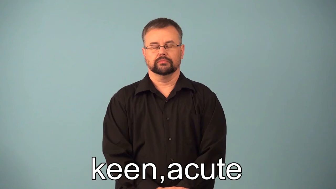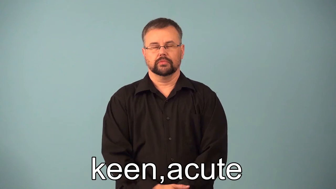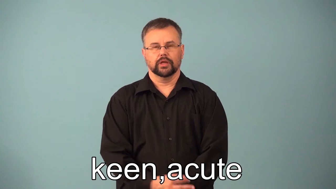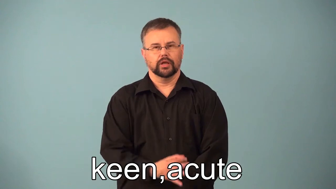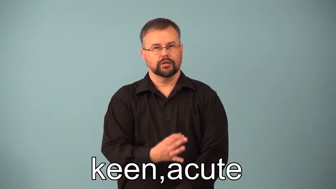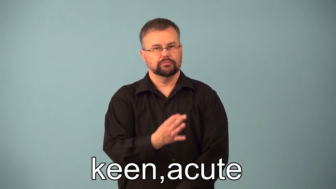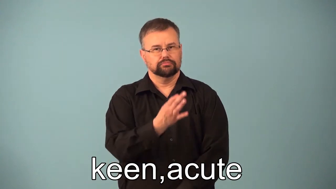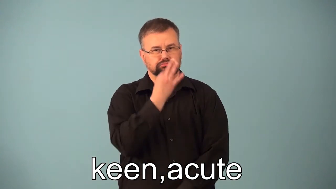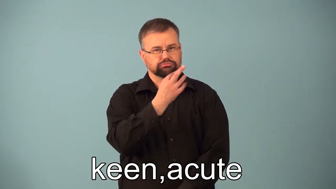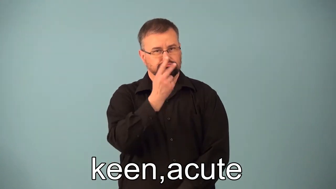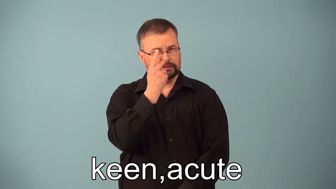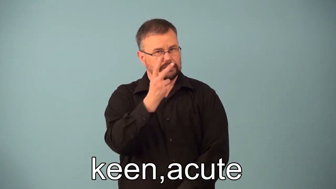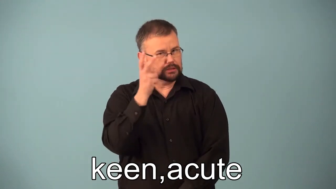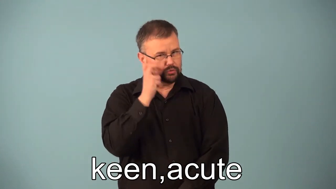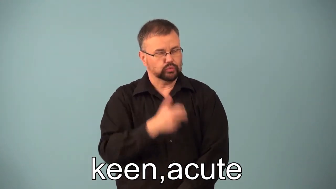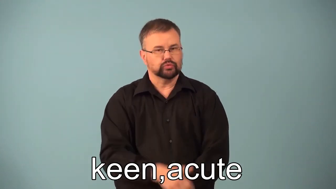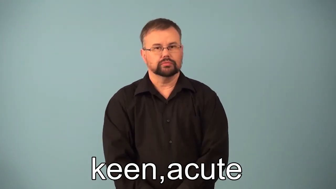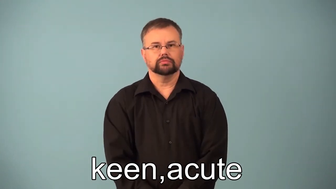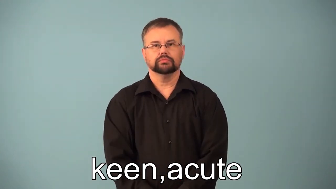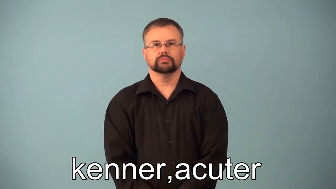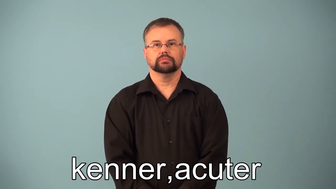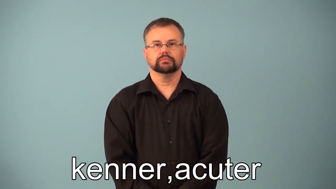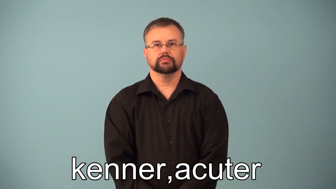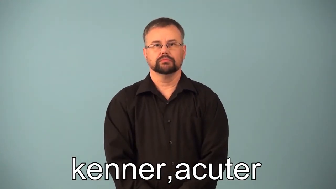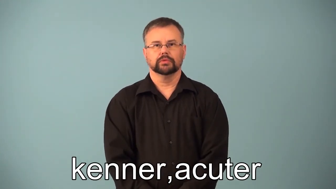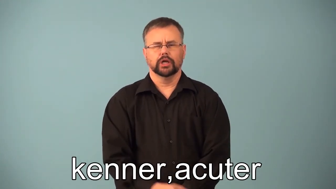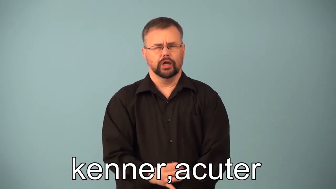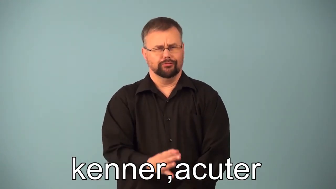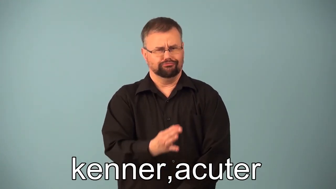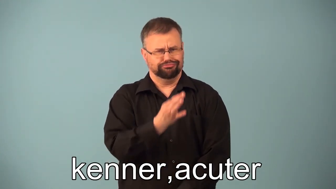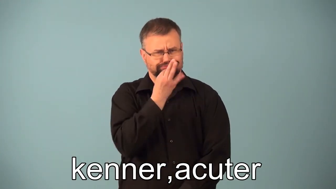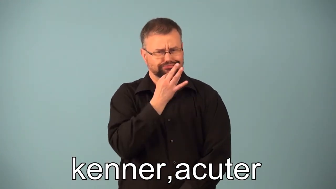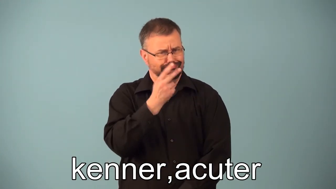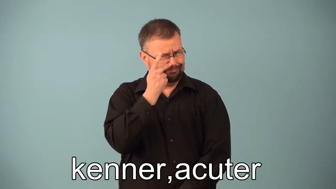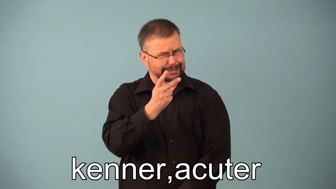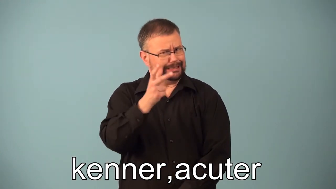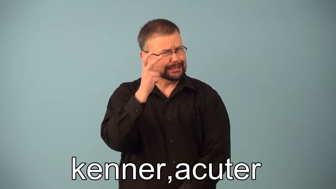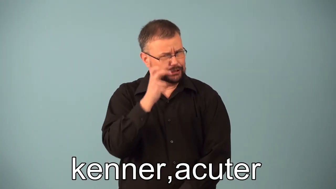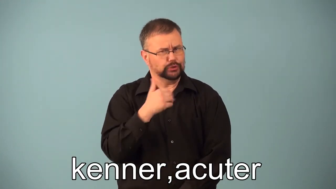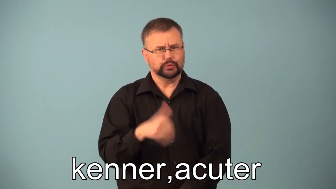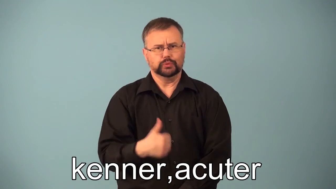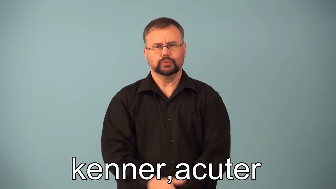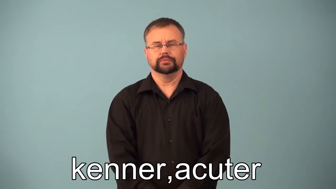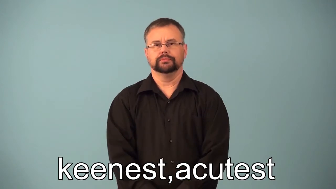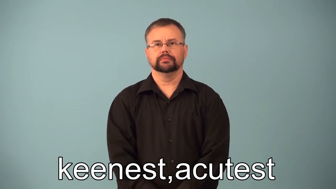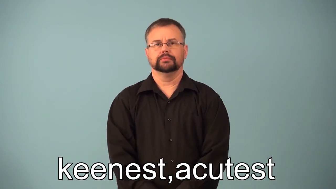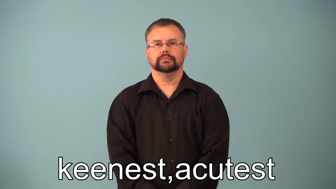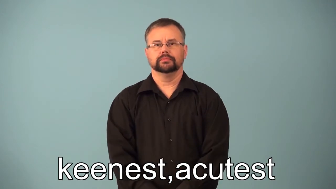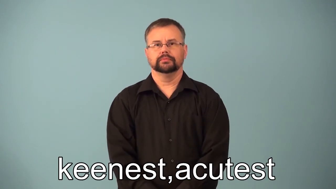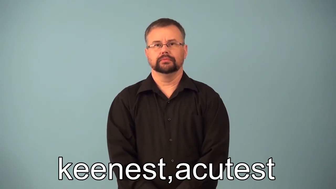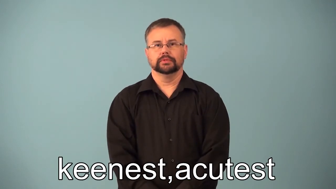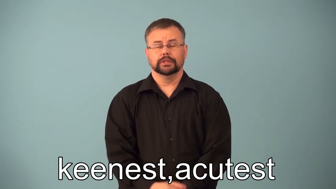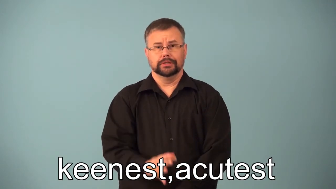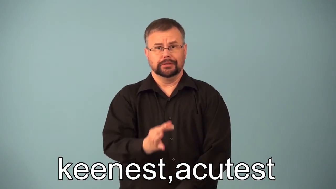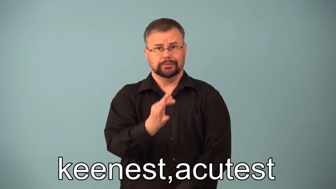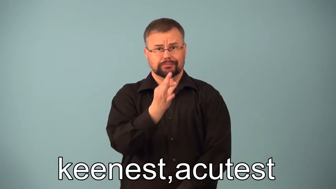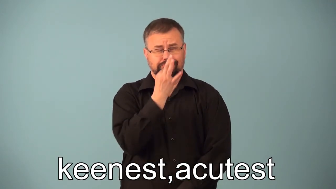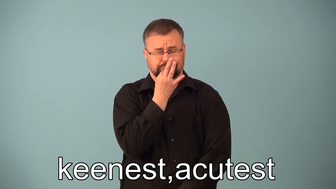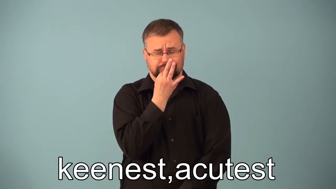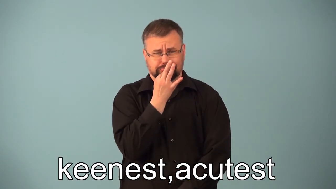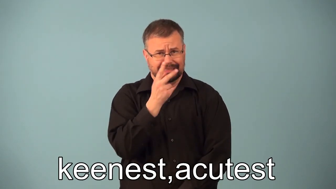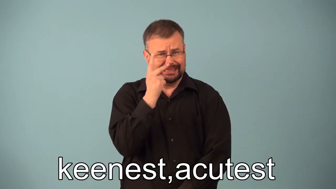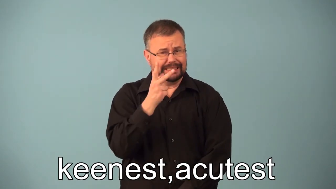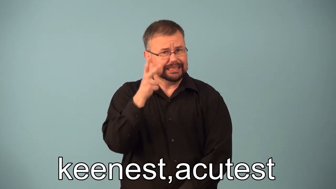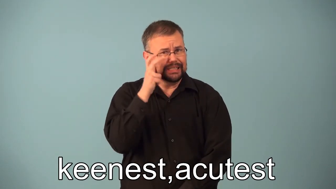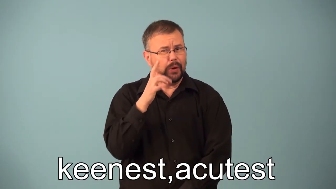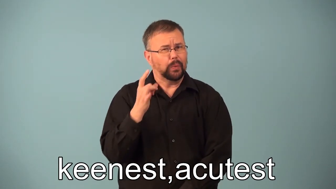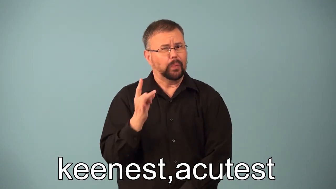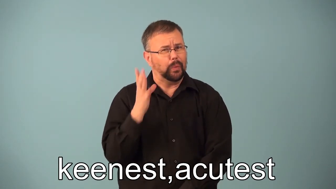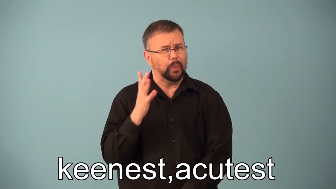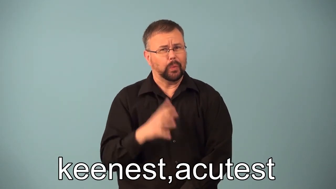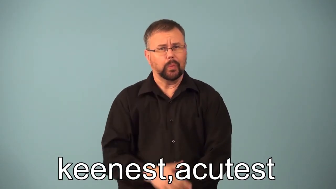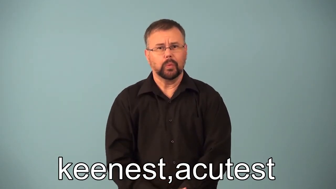keener,acuter,keenest,acutest